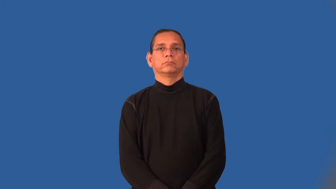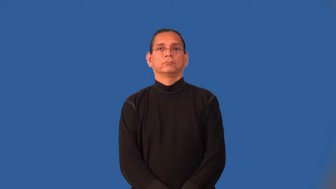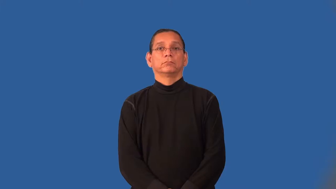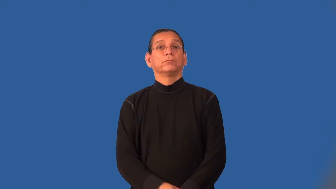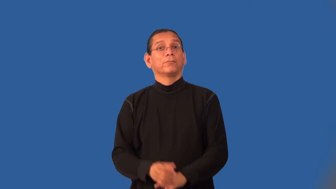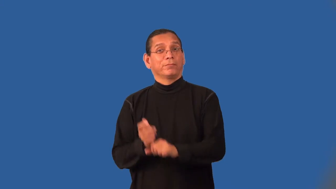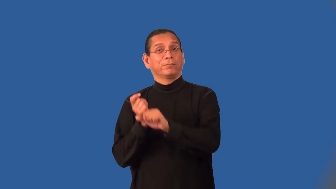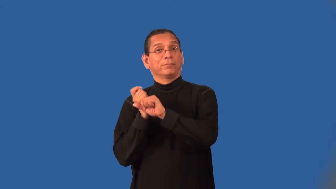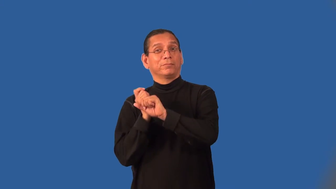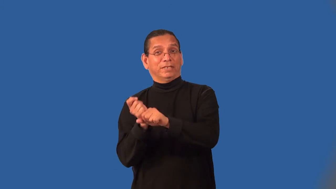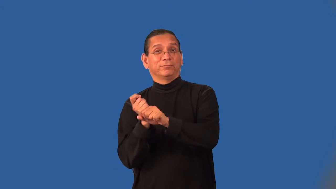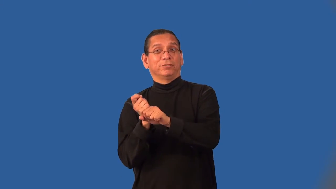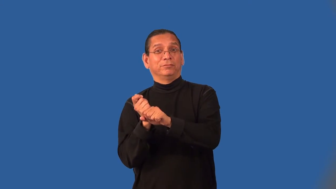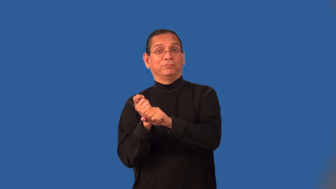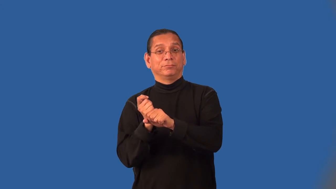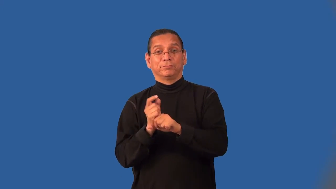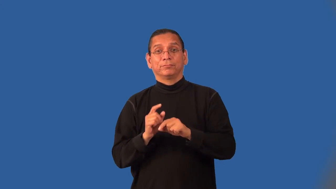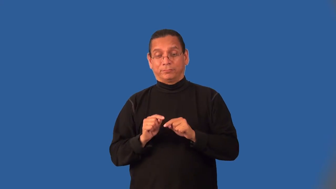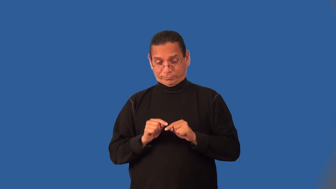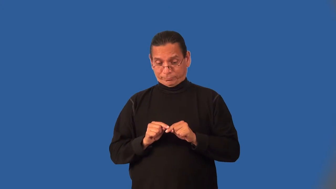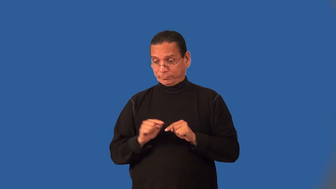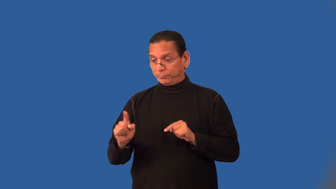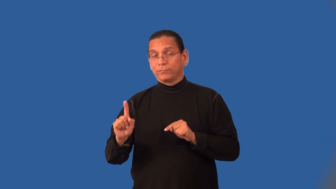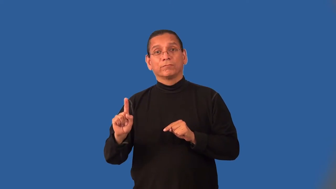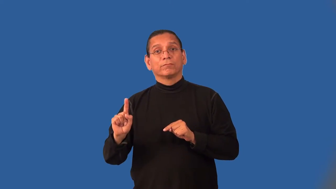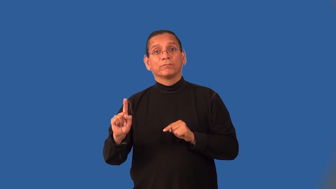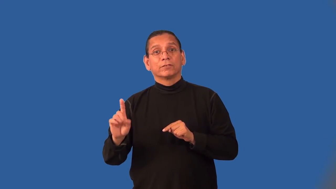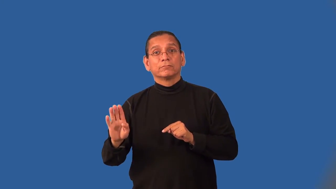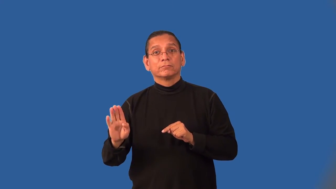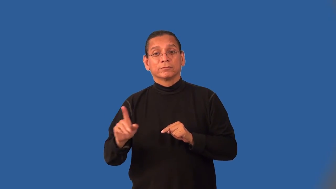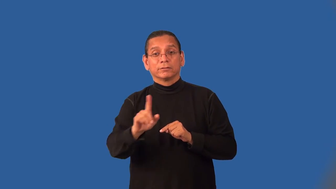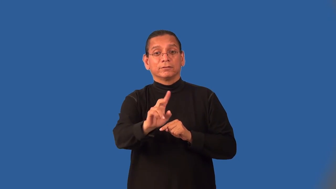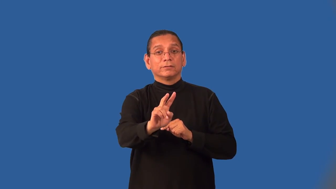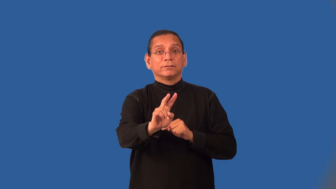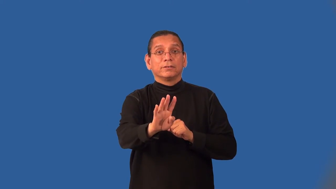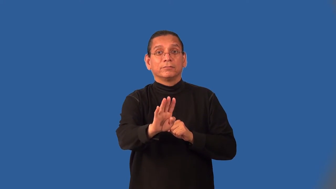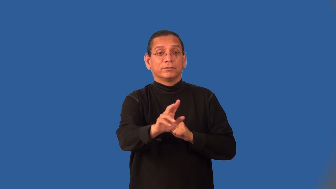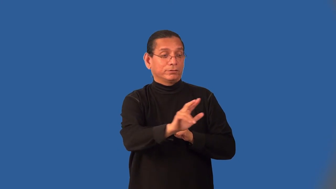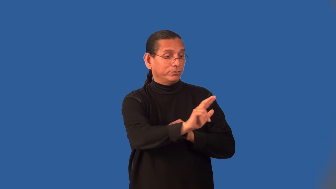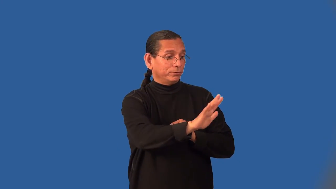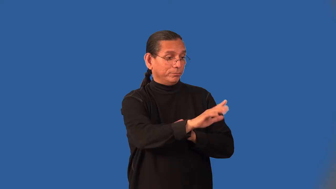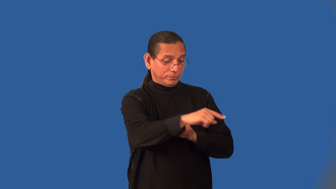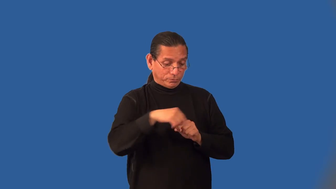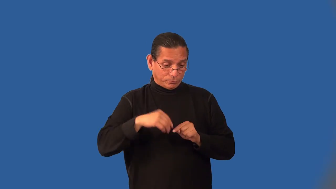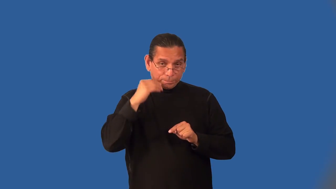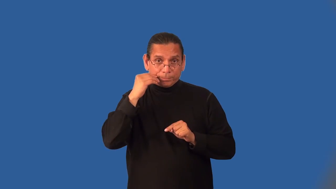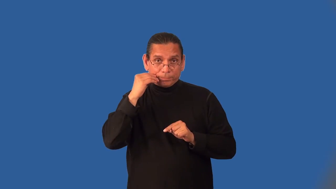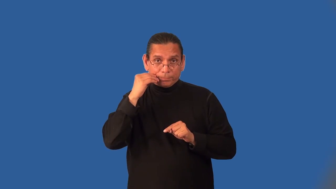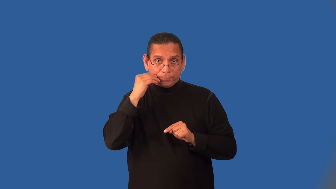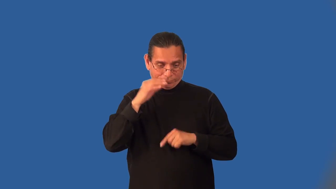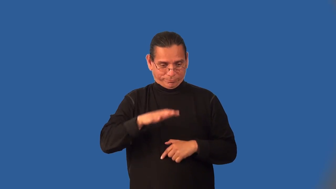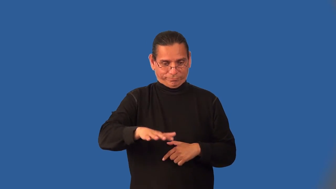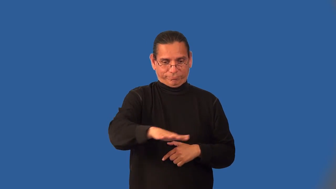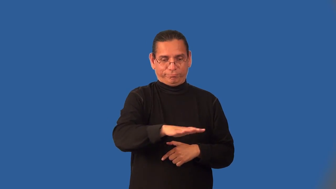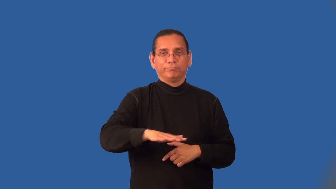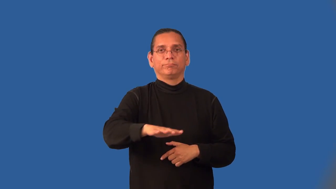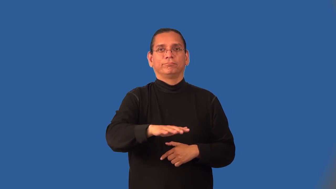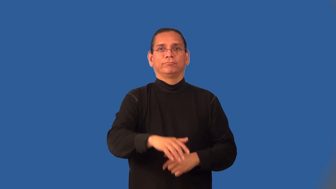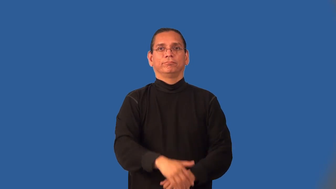infield